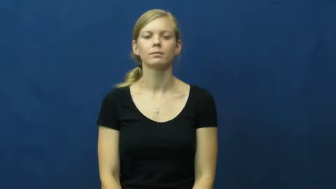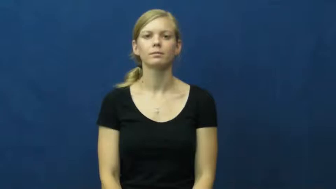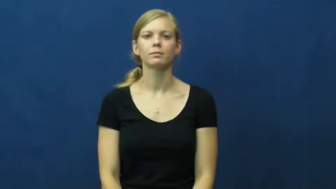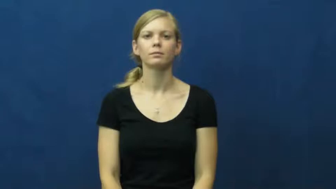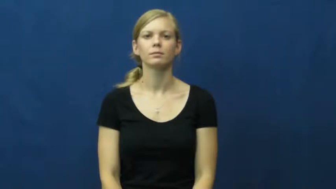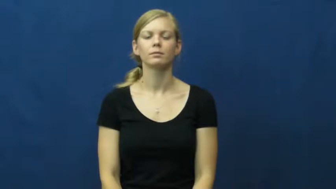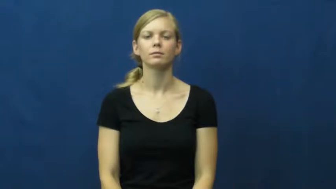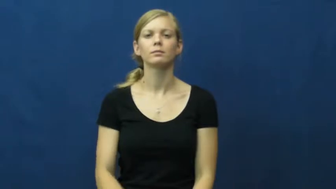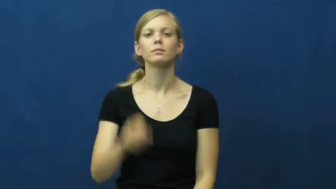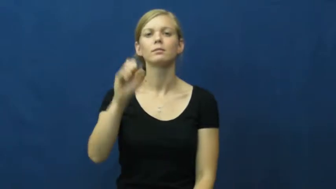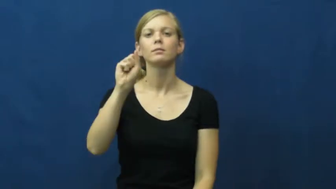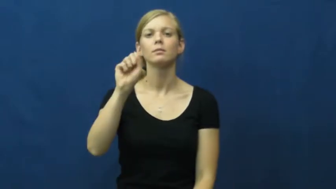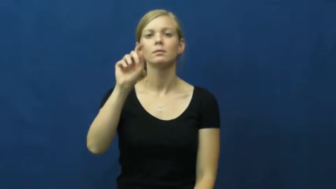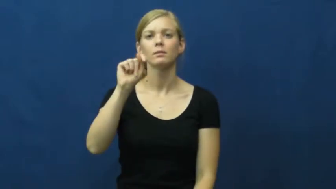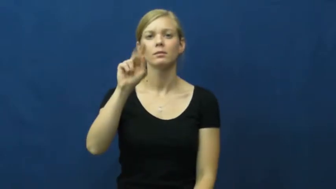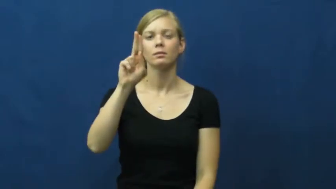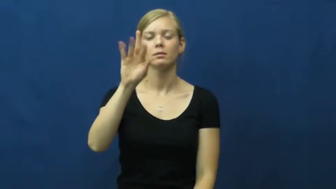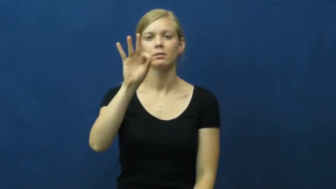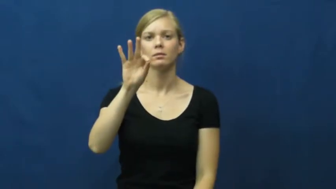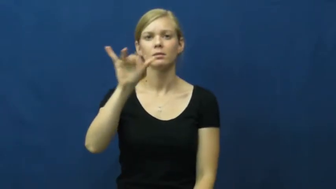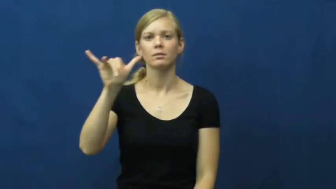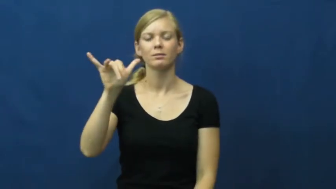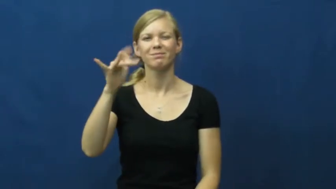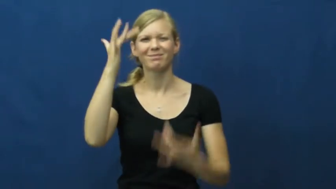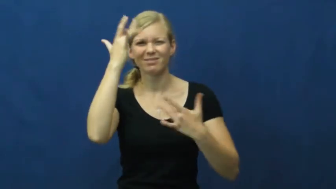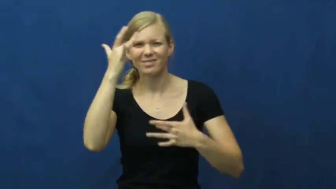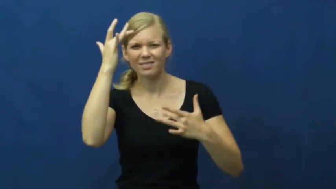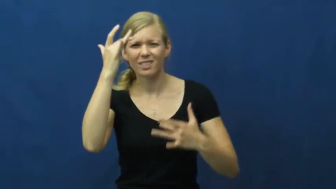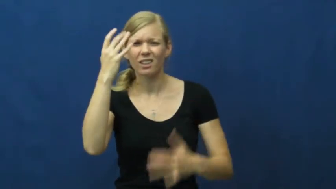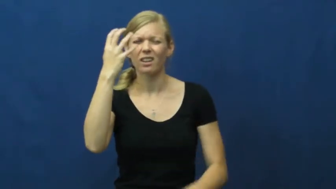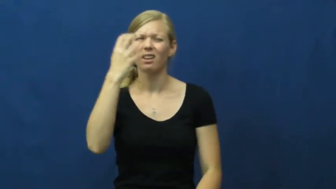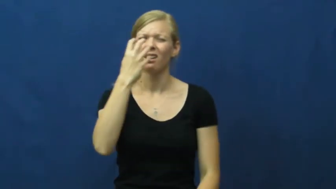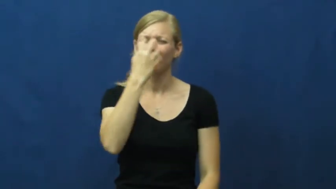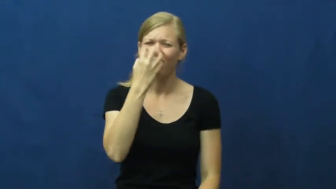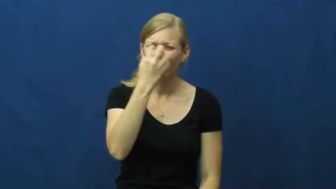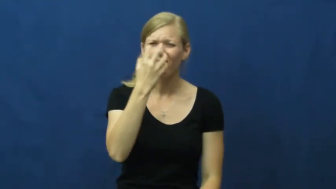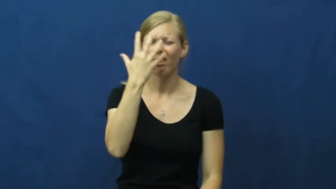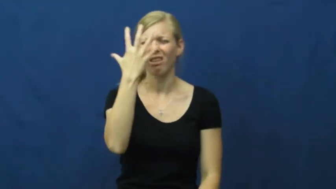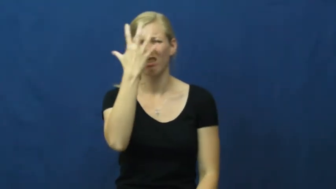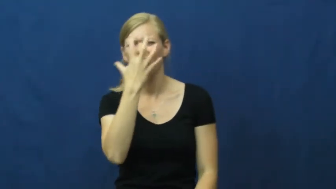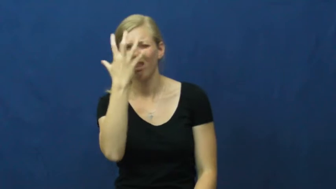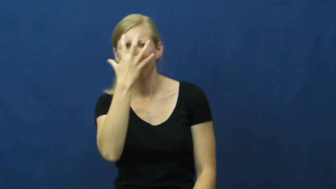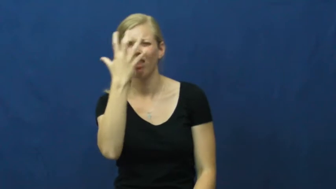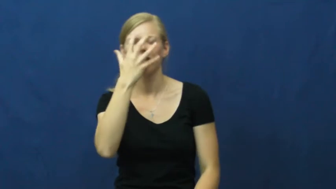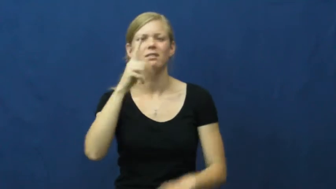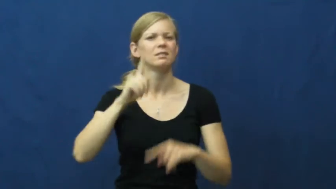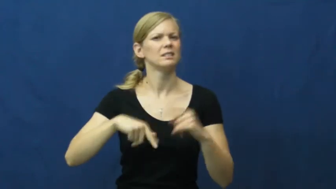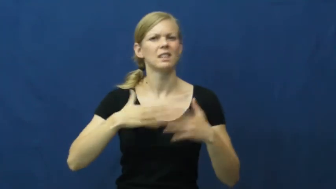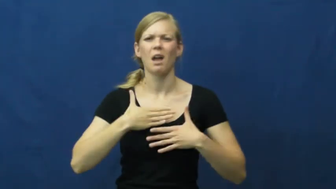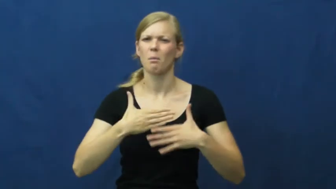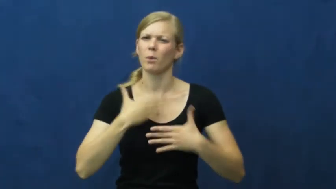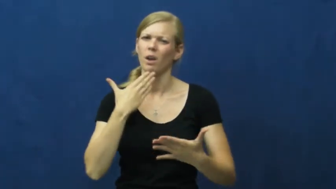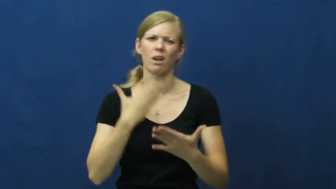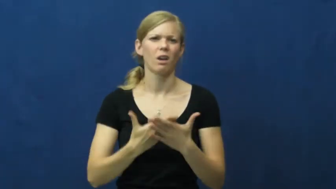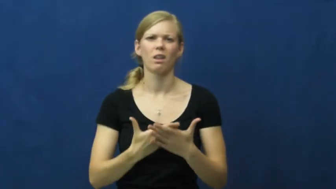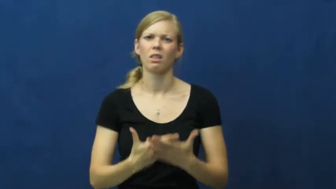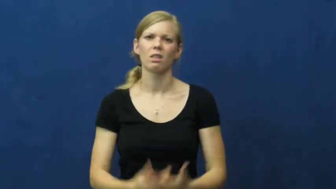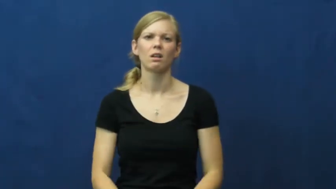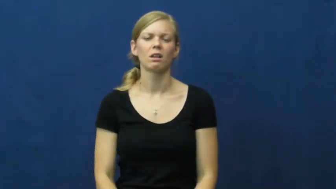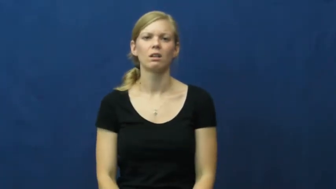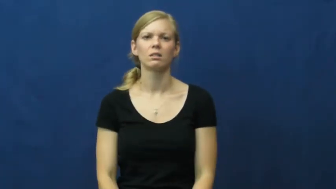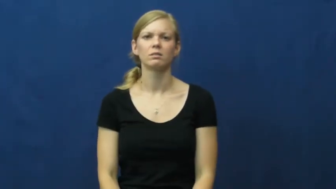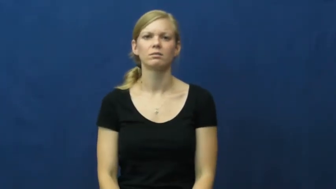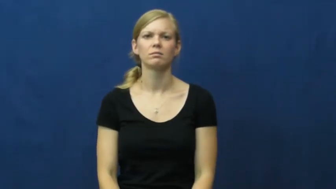stuffy-head